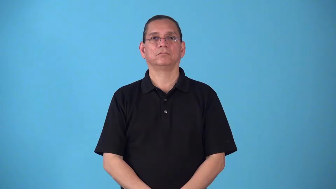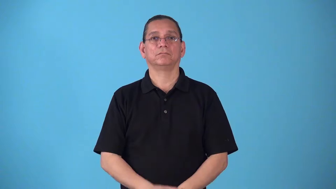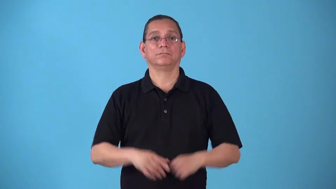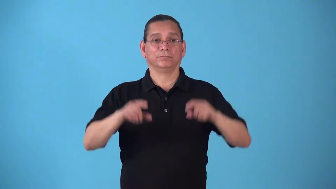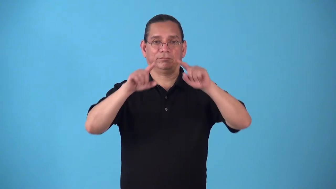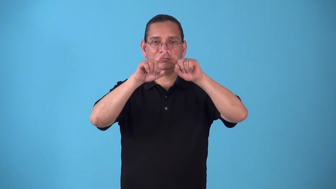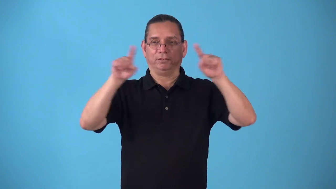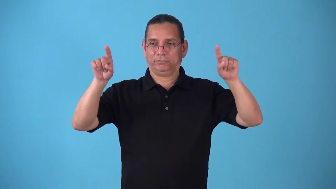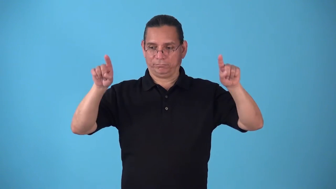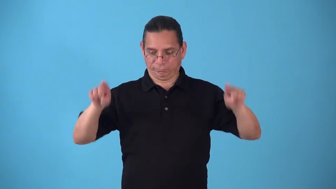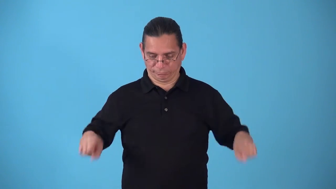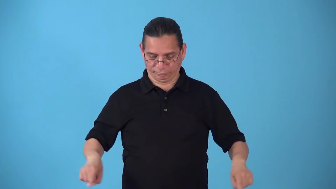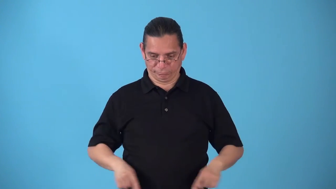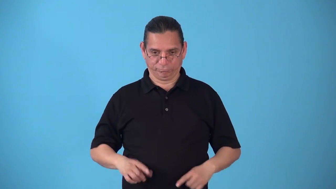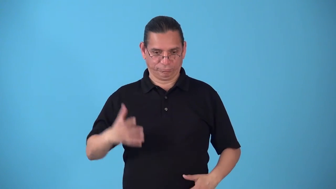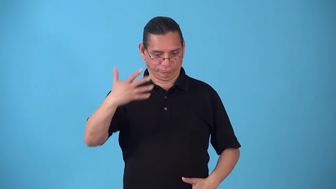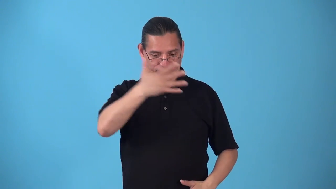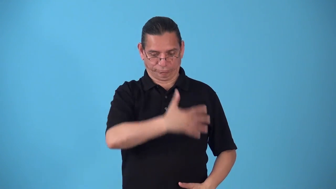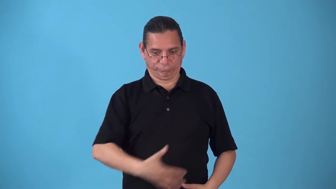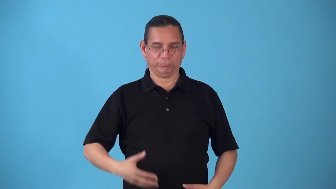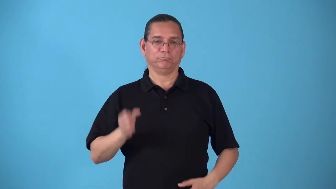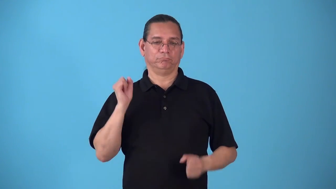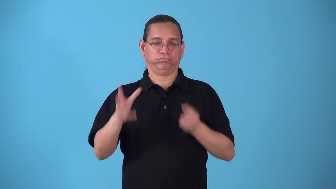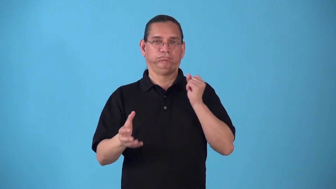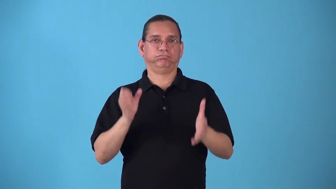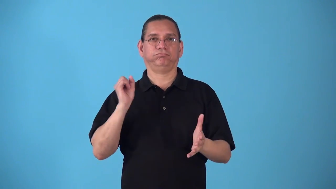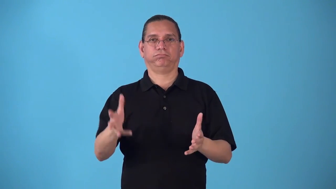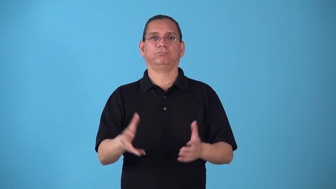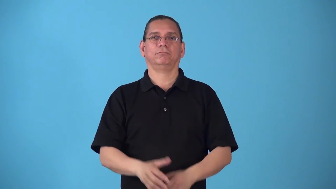space,spatial-locations